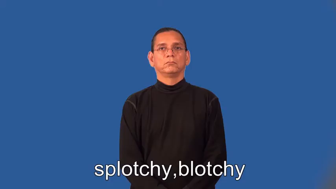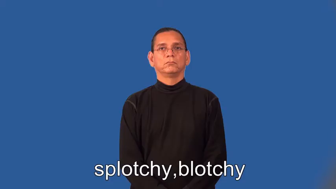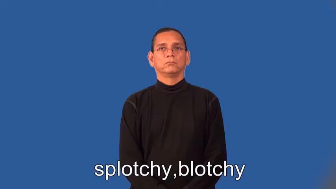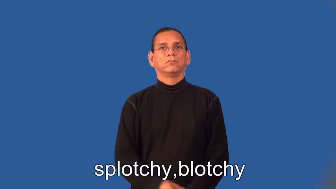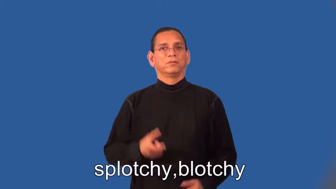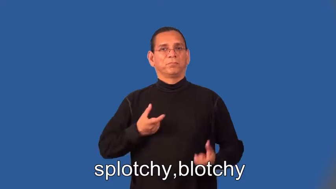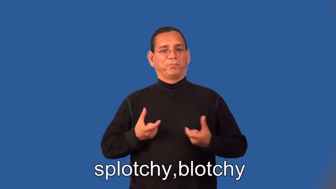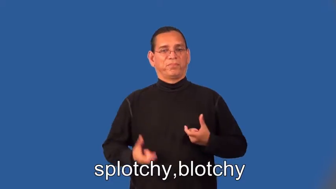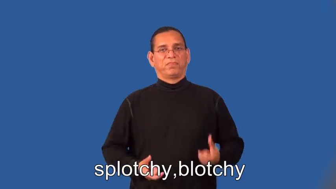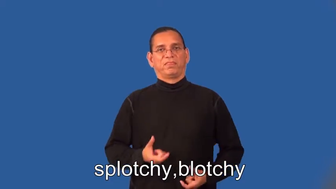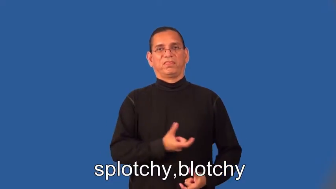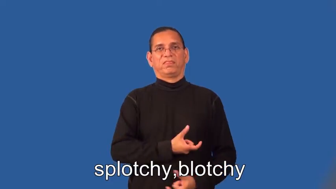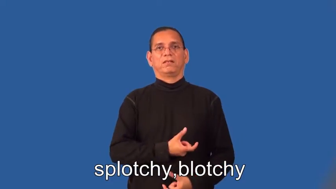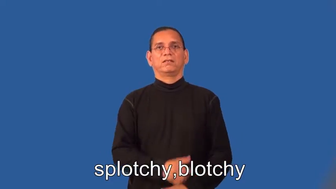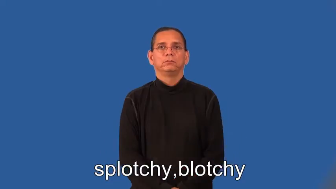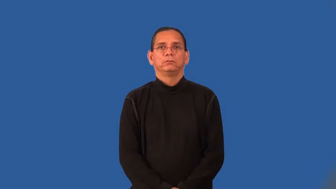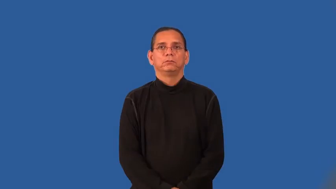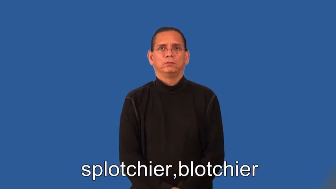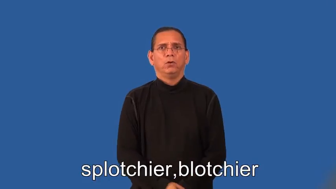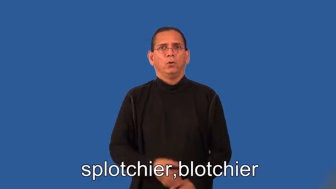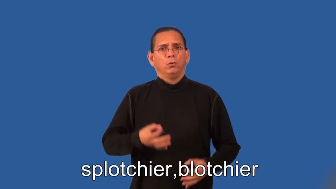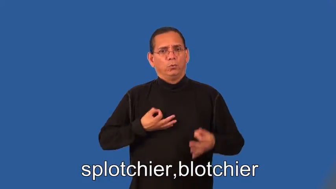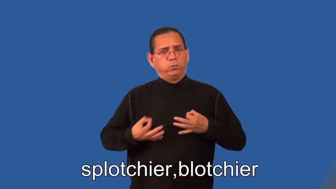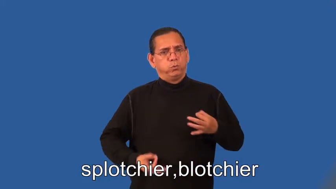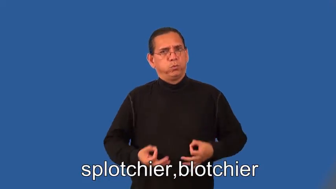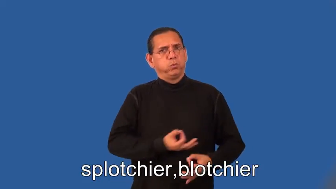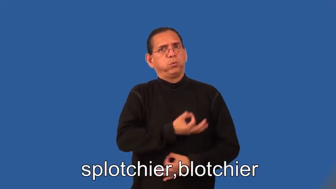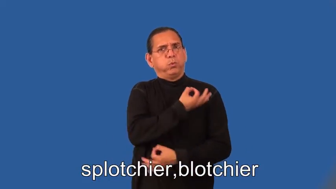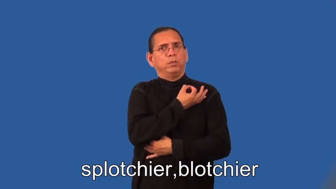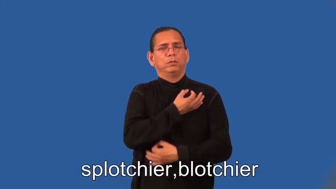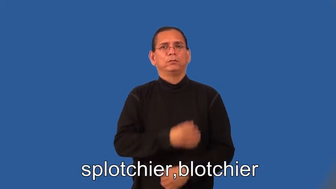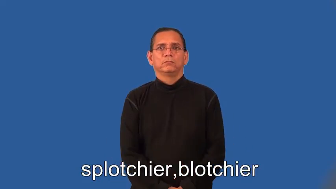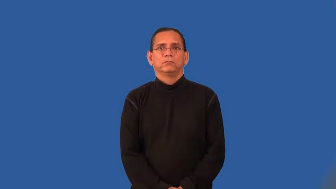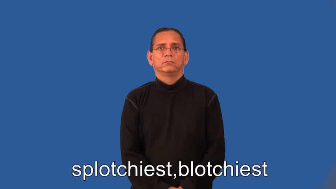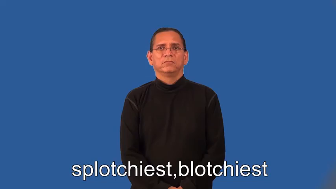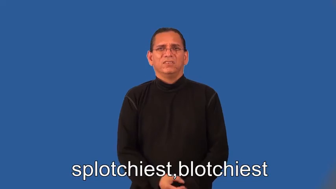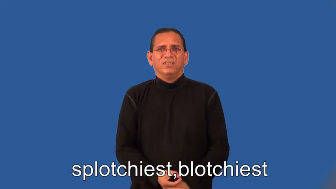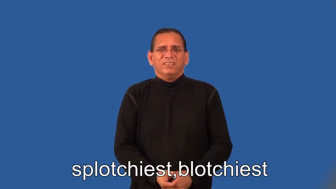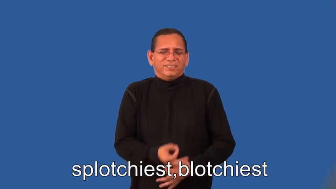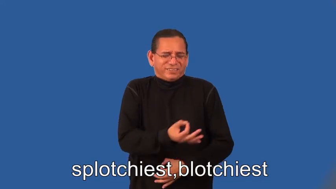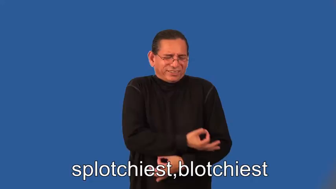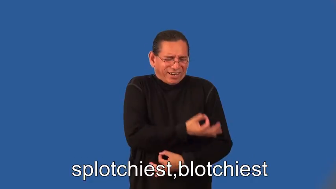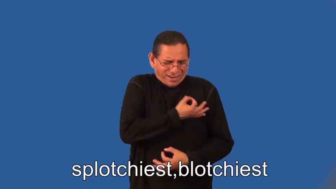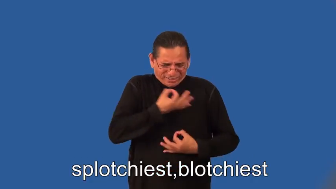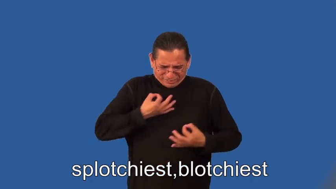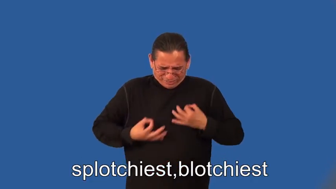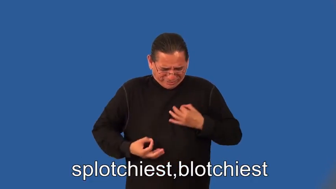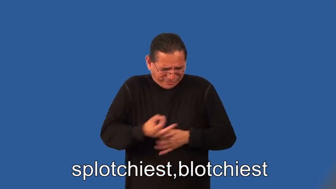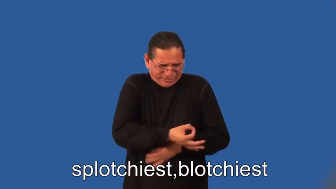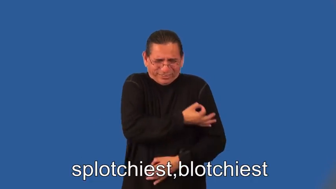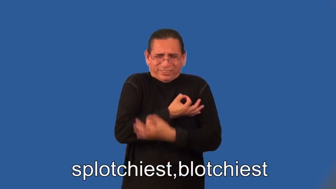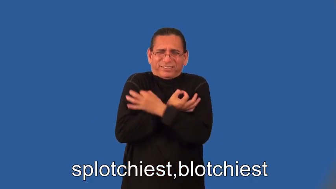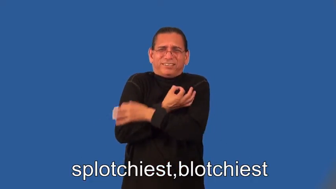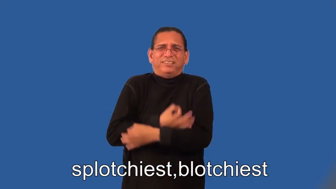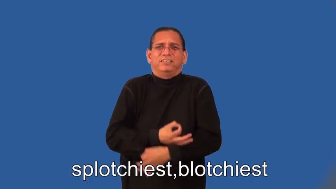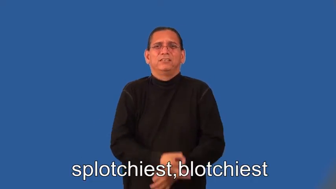splotchier,blotchier,splotchiest,blotchiest